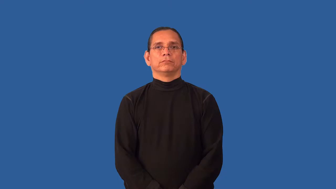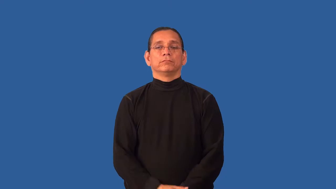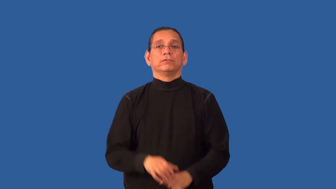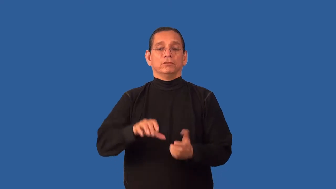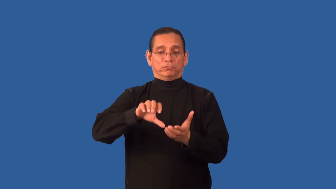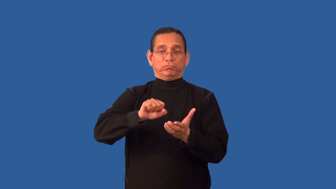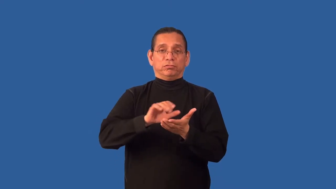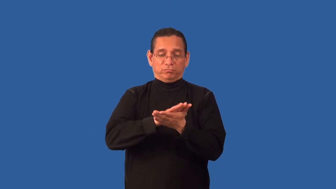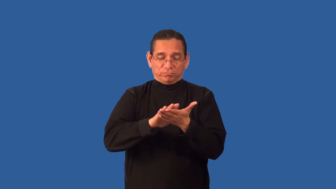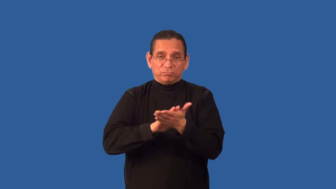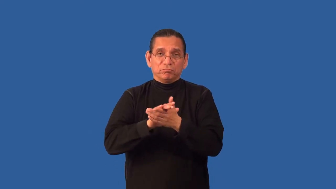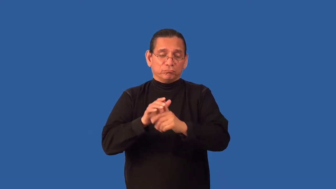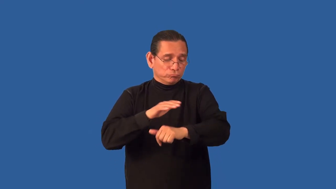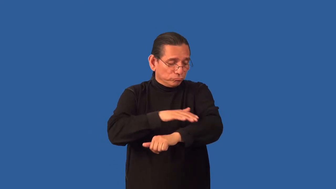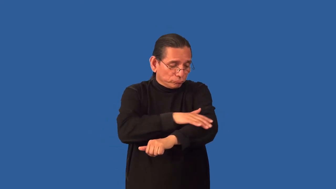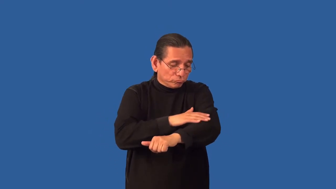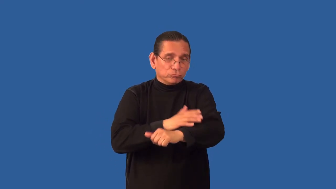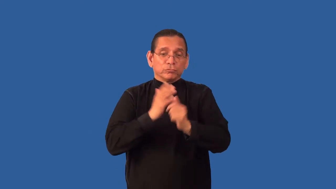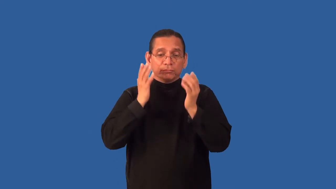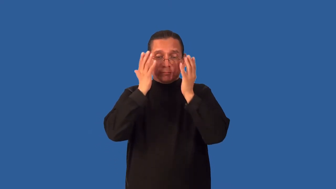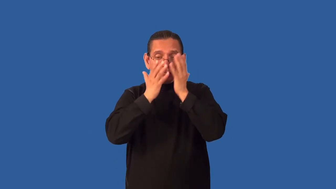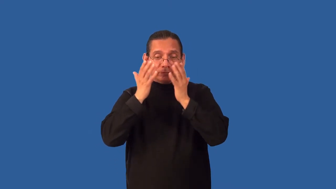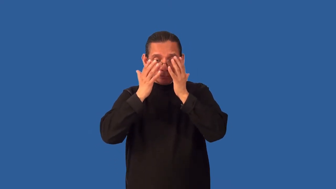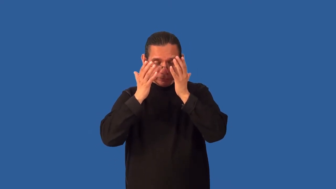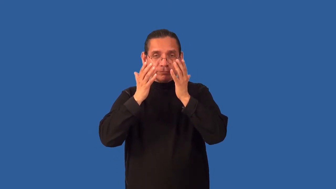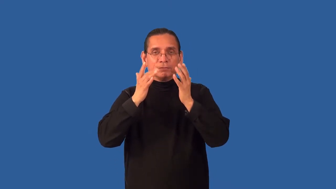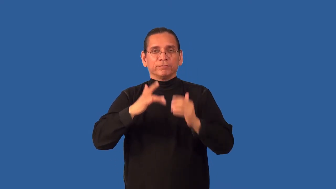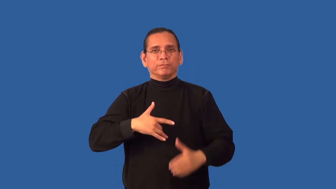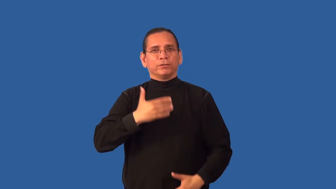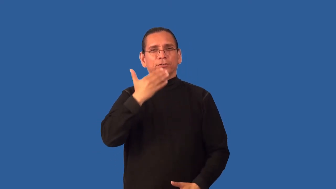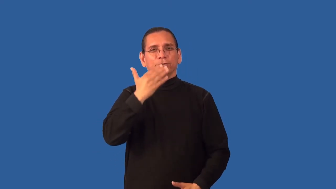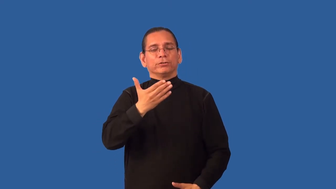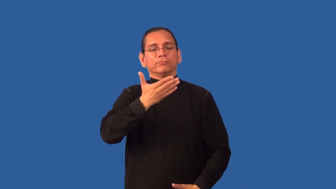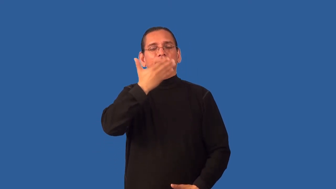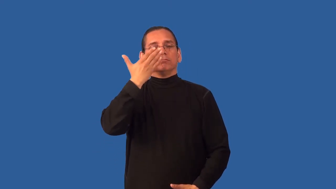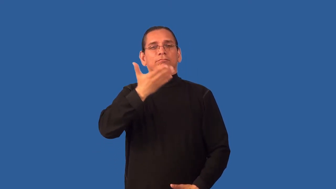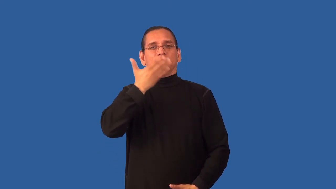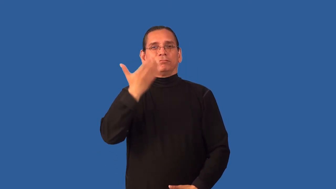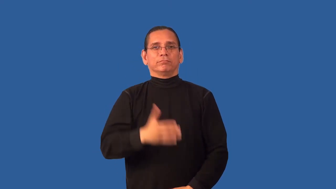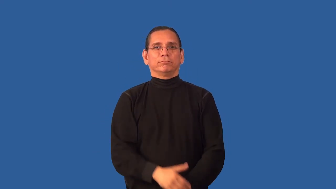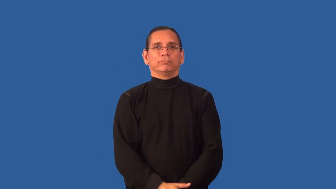aromatherapy